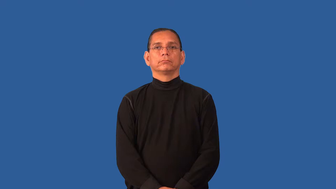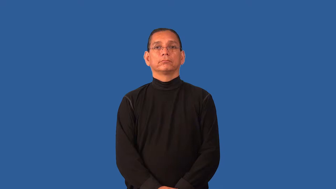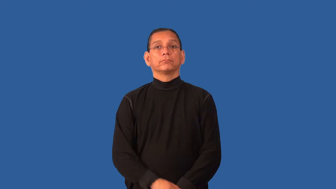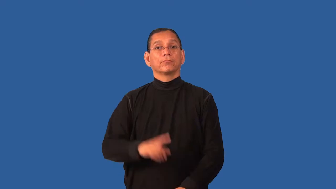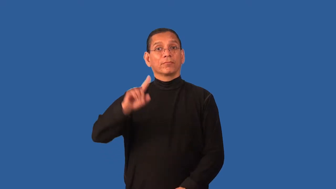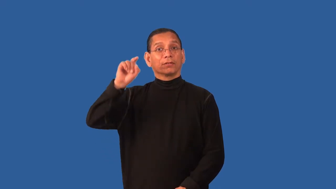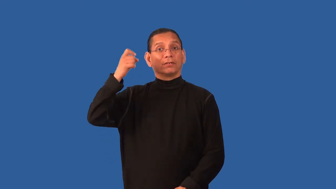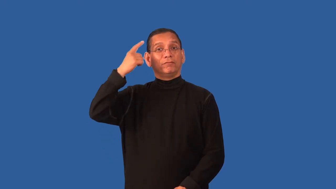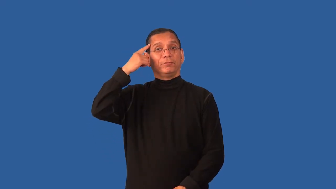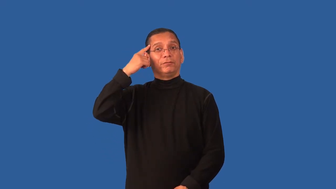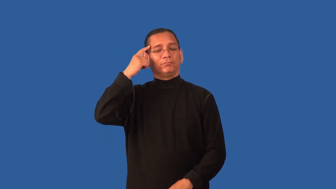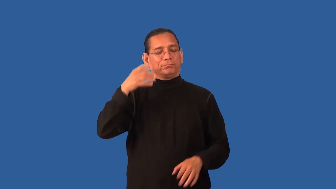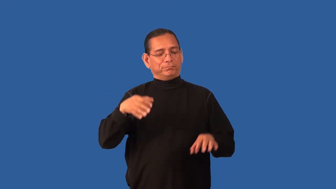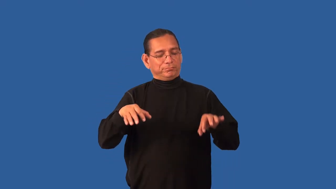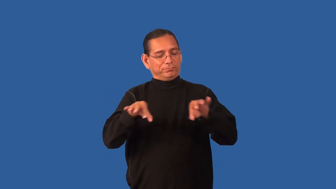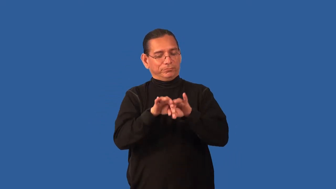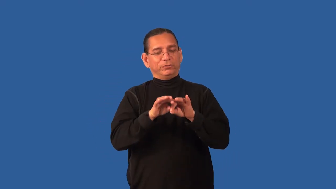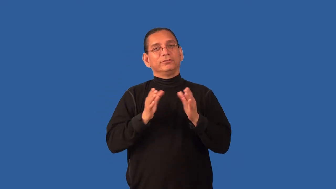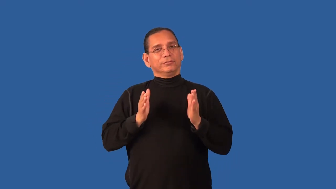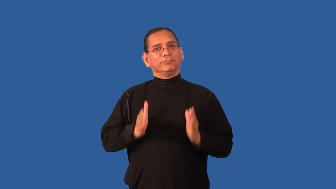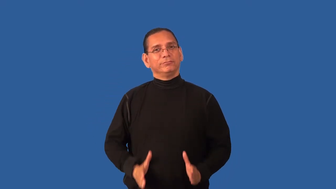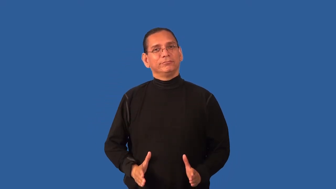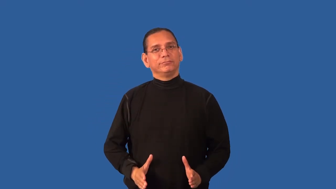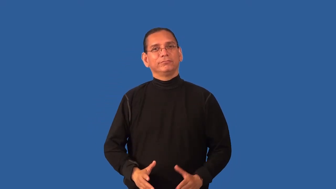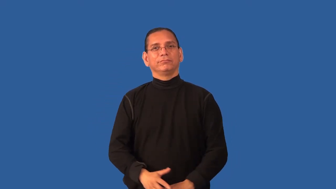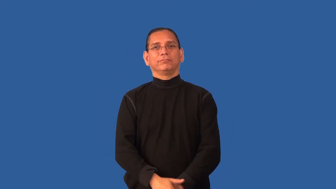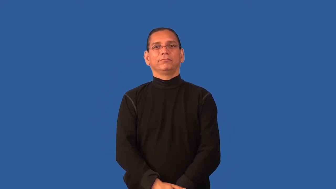dignitary